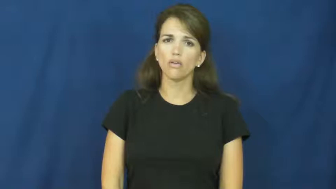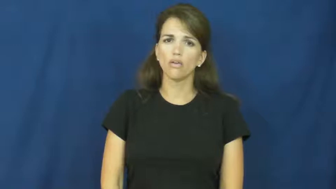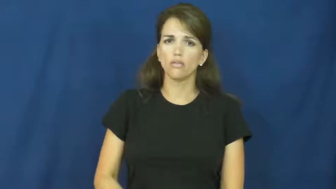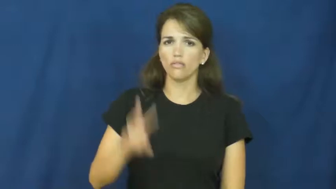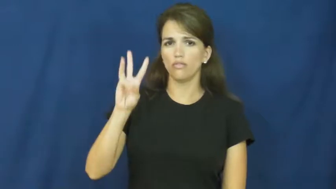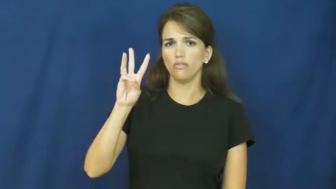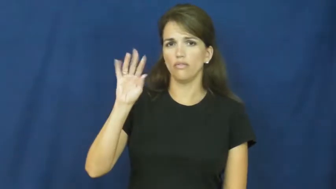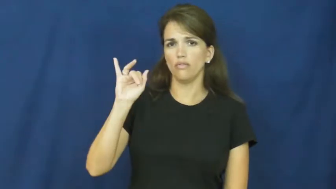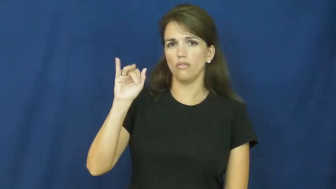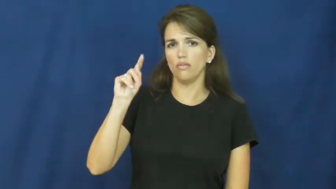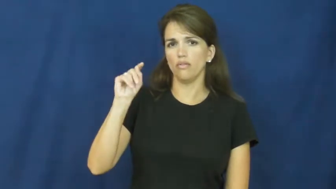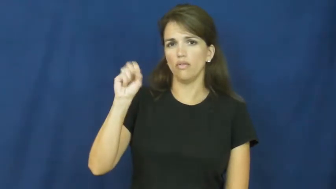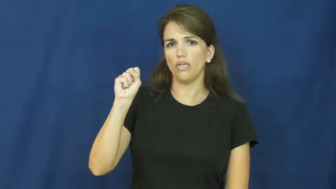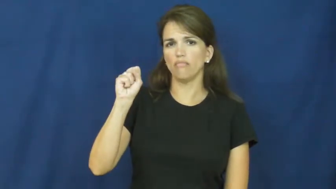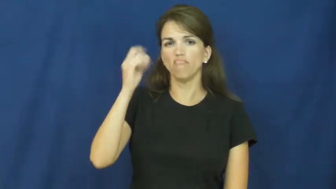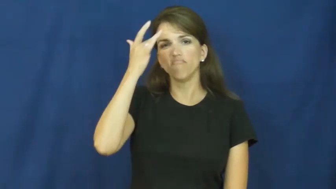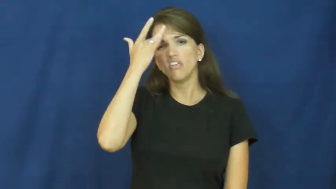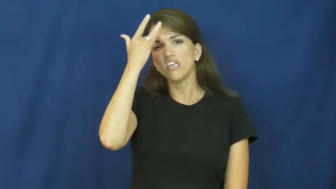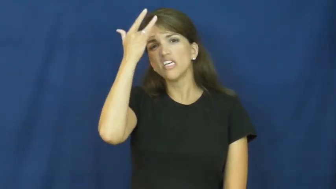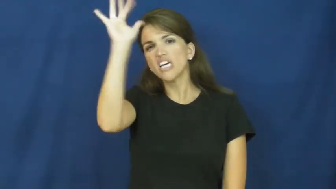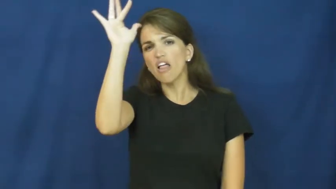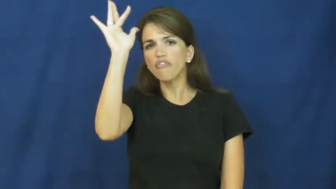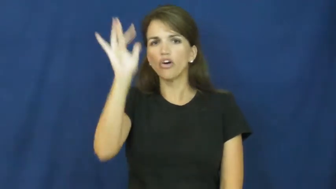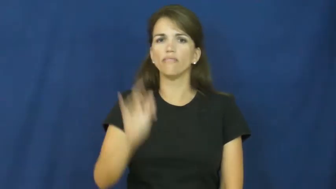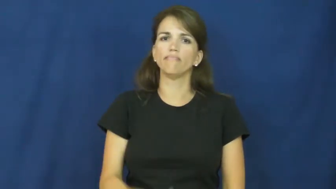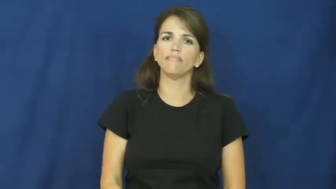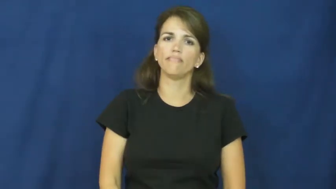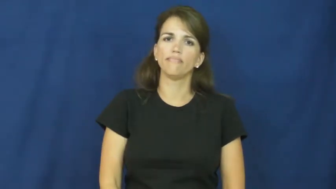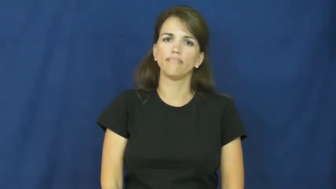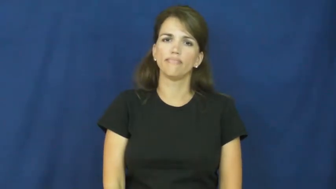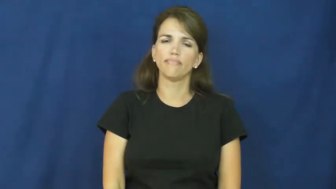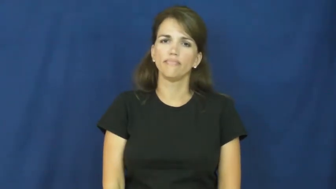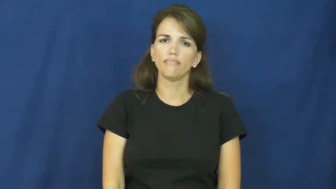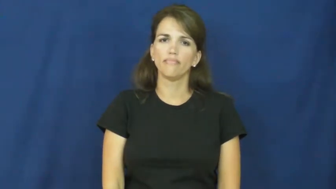wits